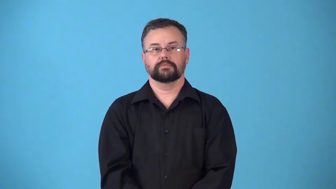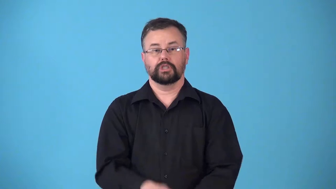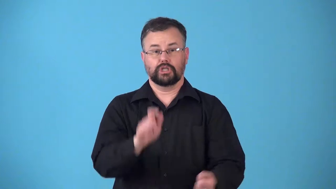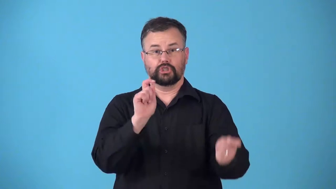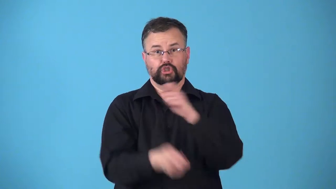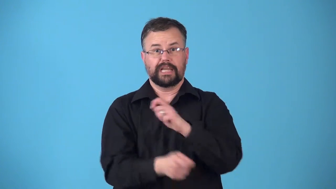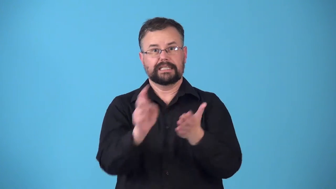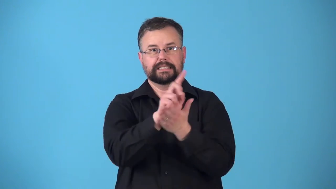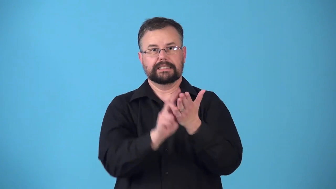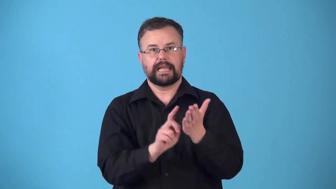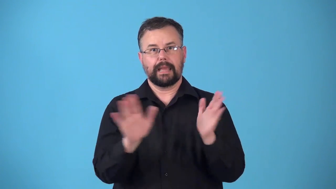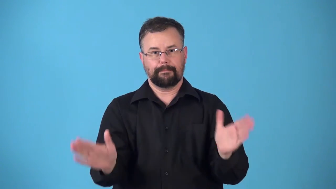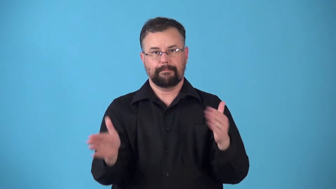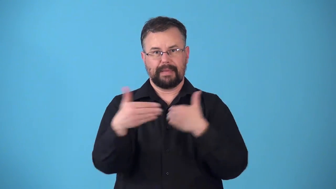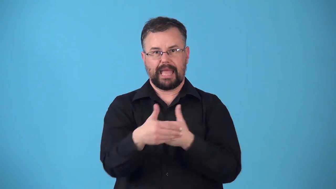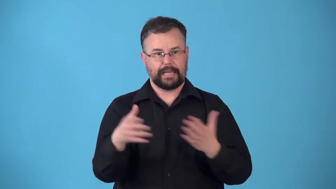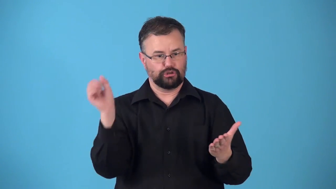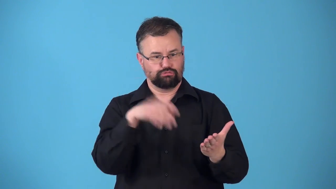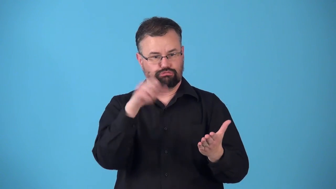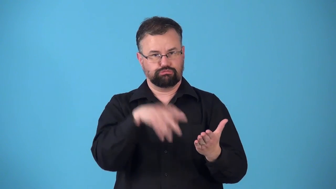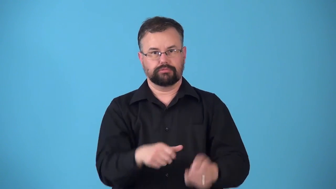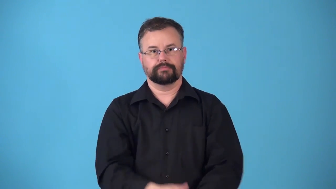repackage